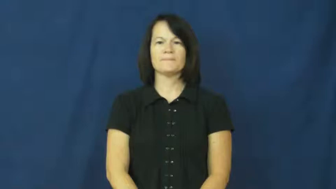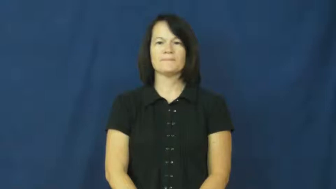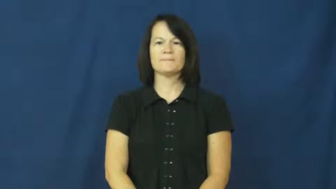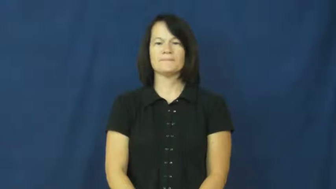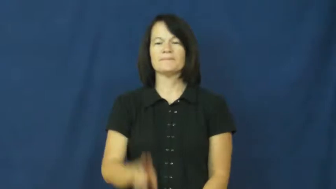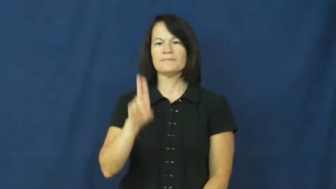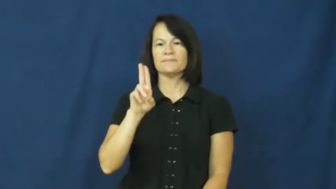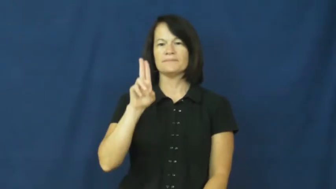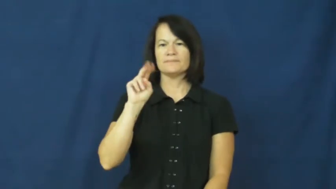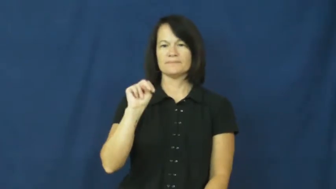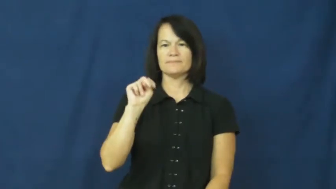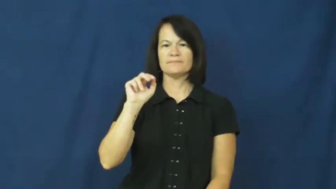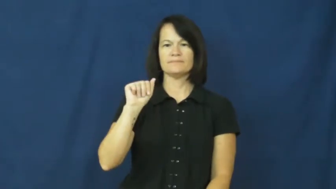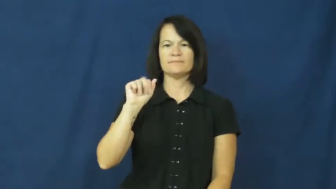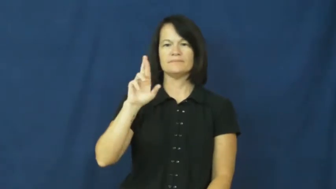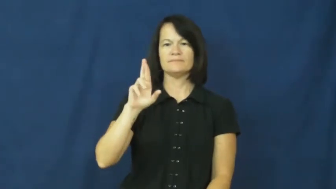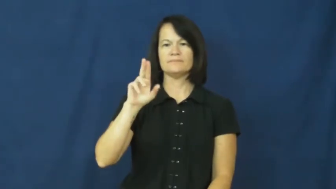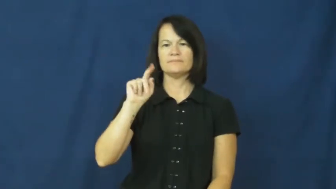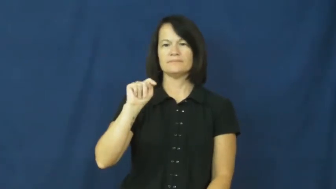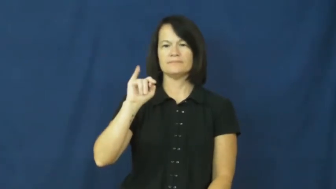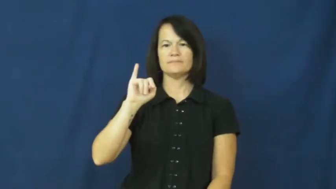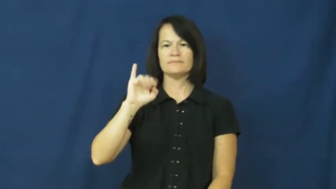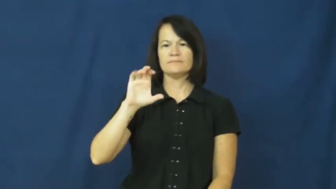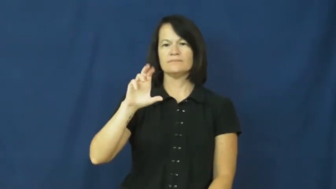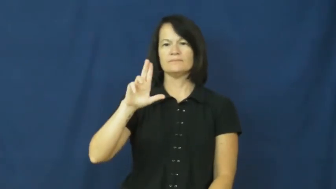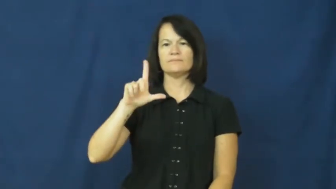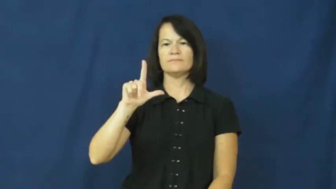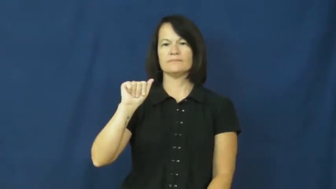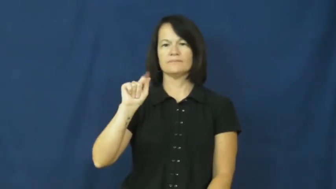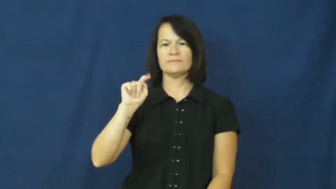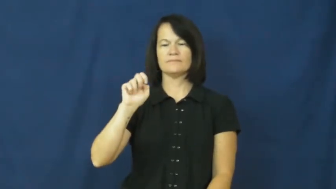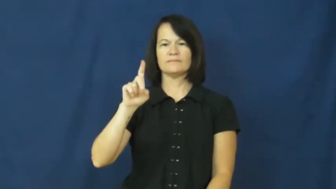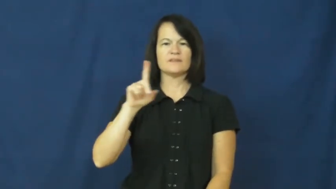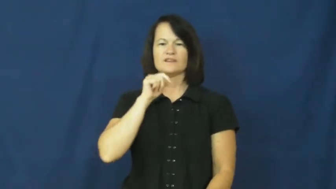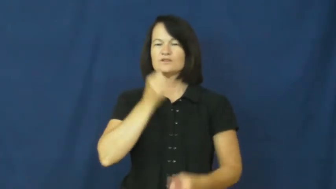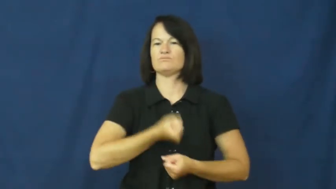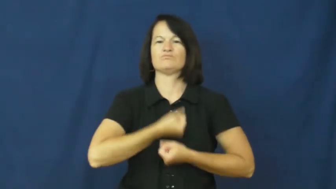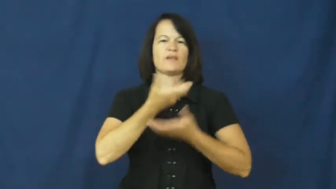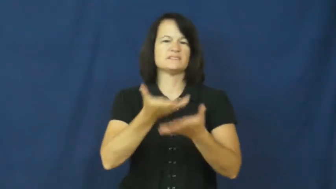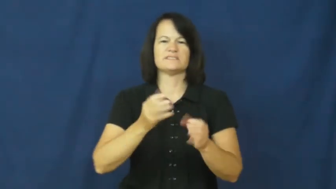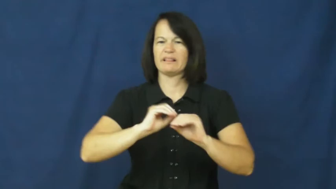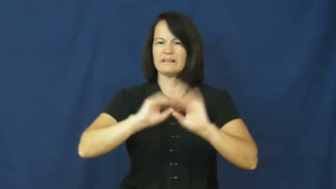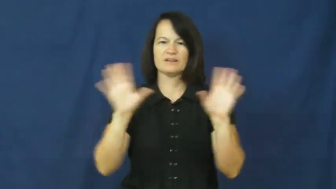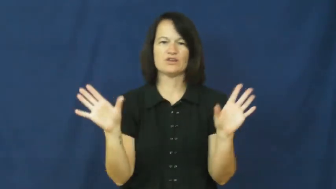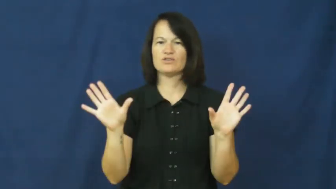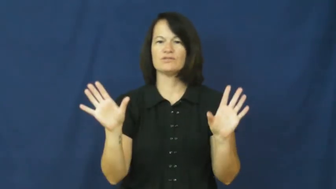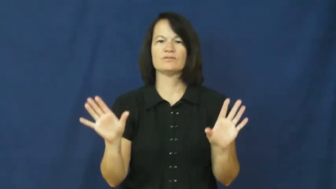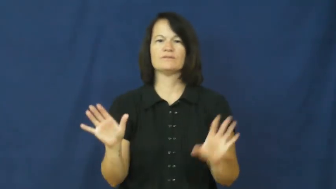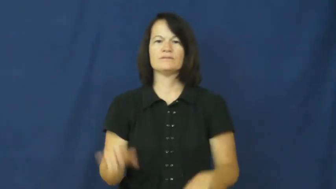unarticulated